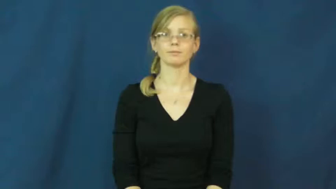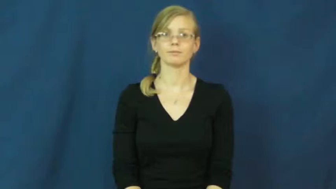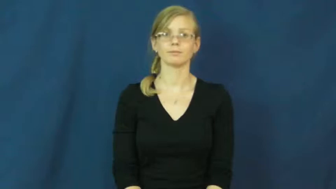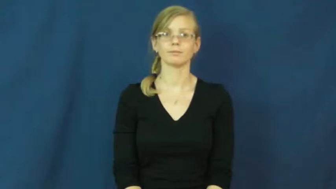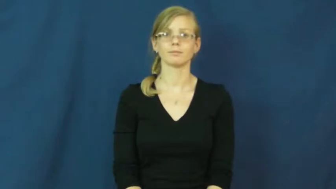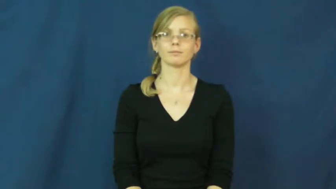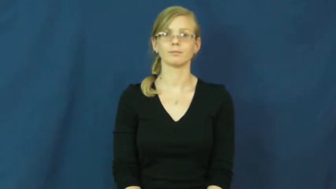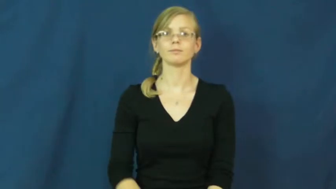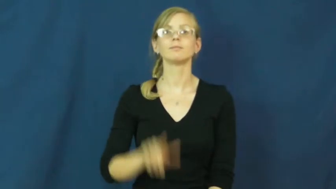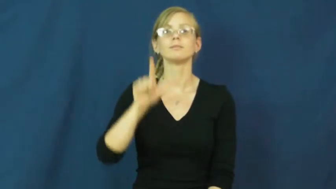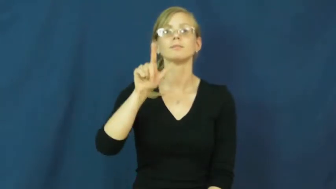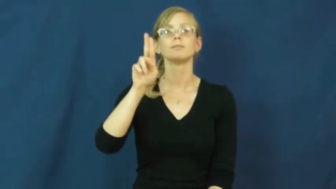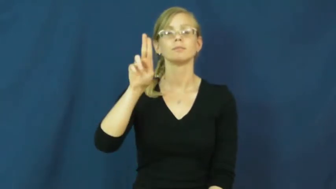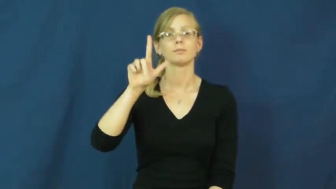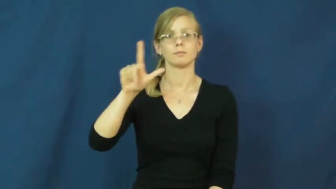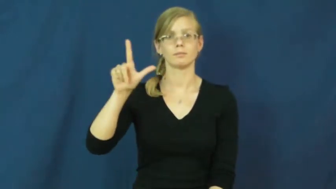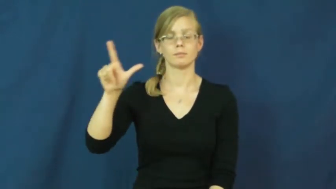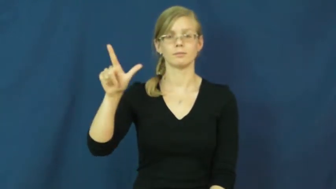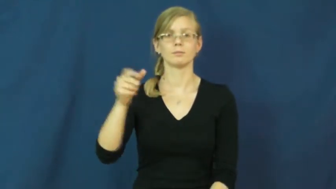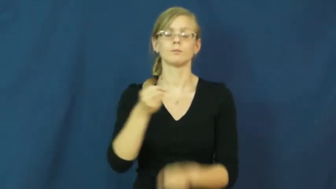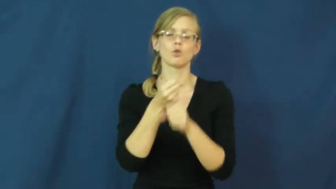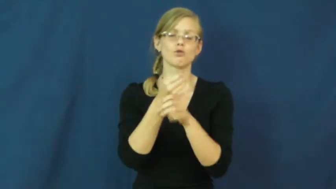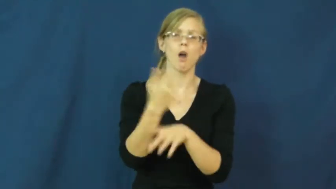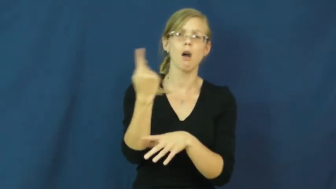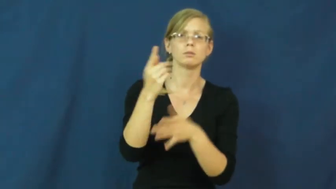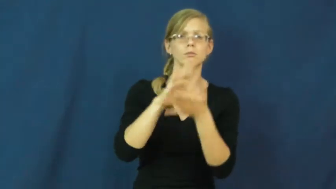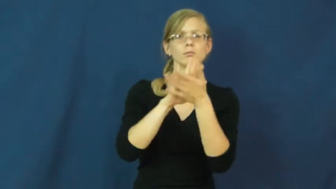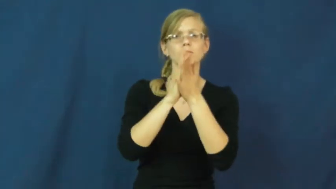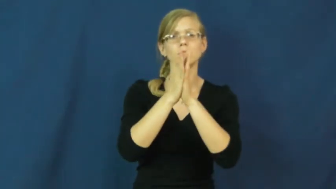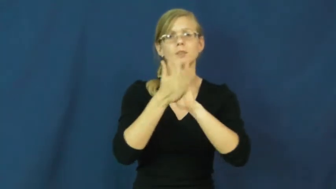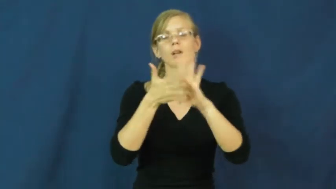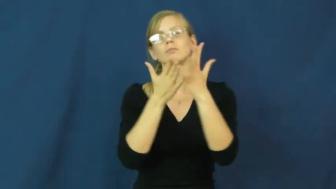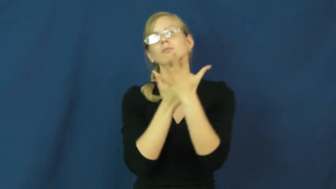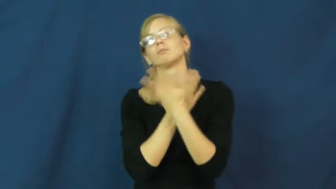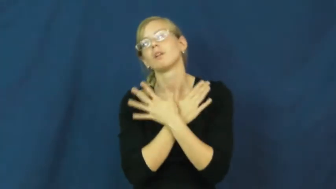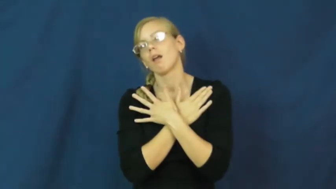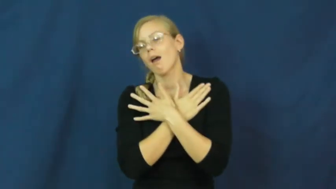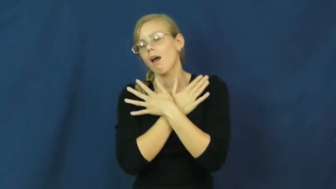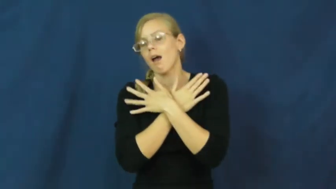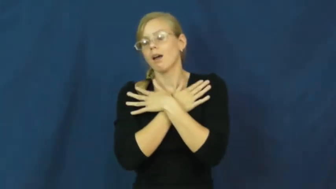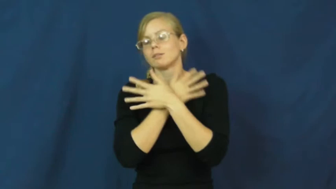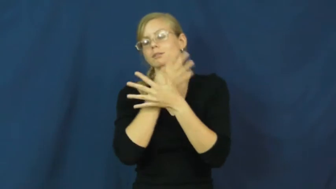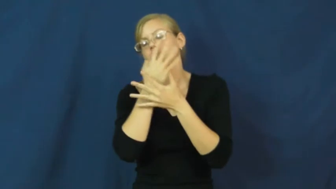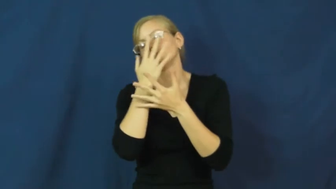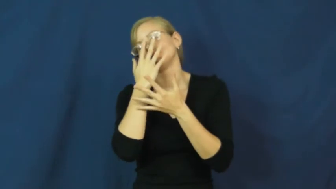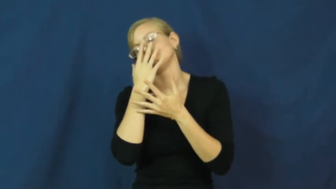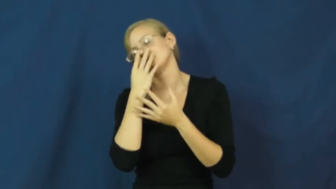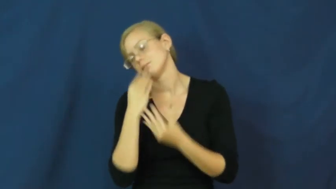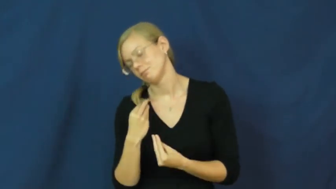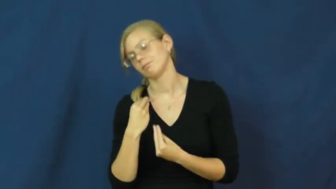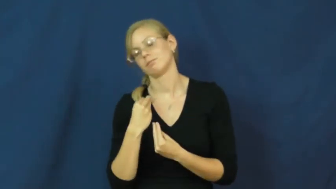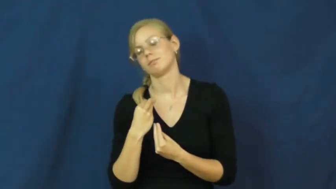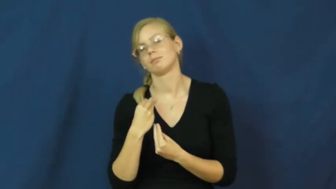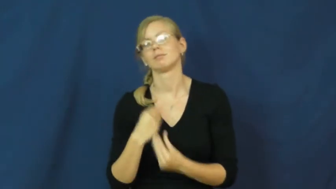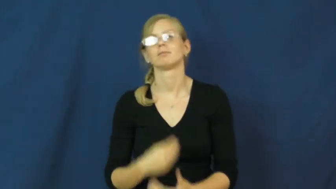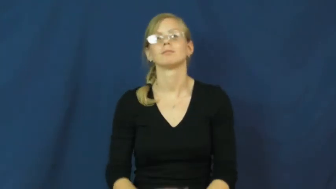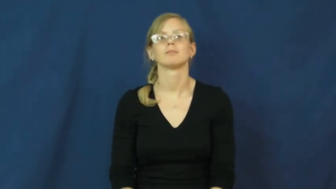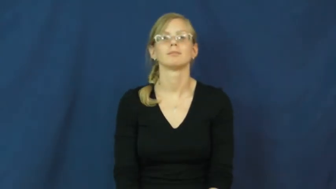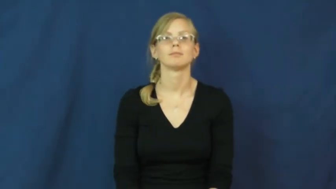lull-verb